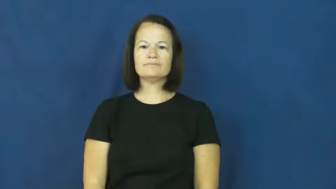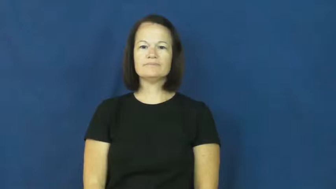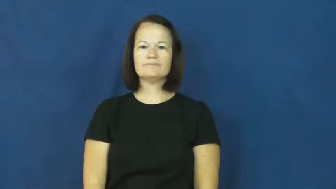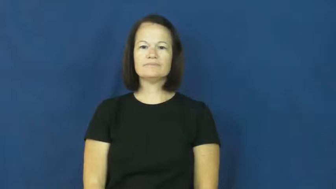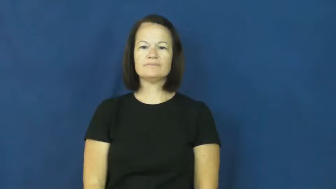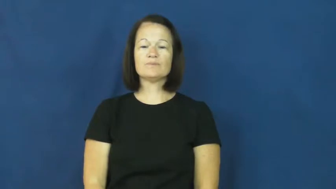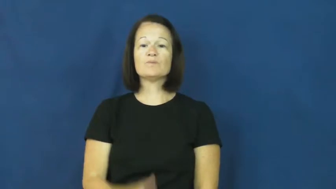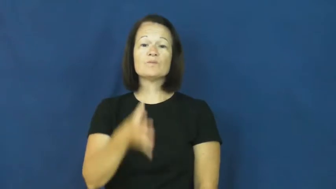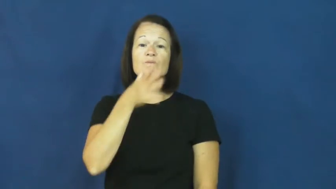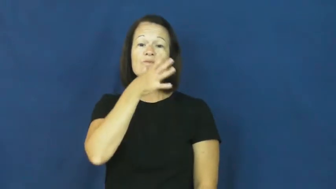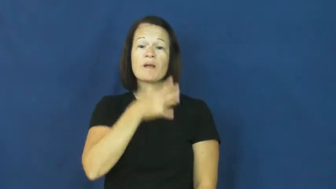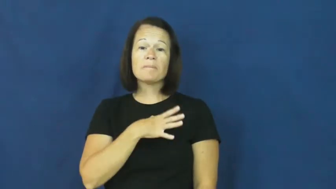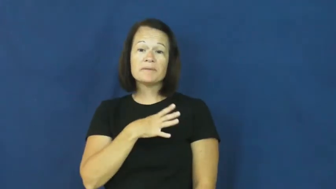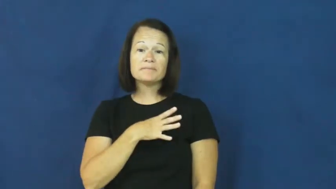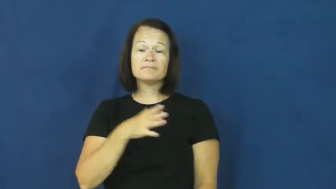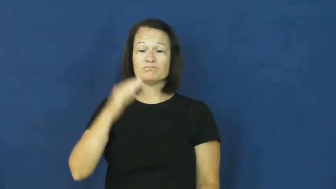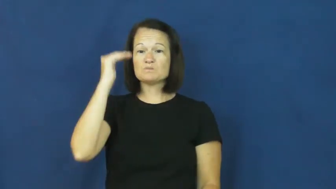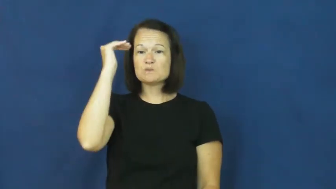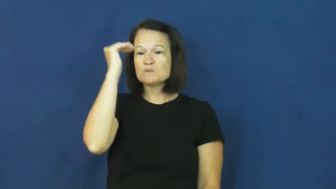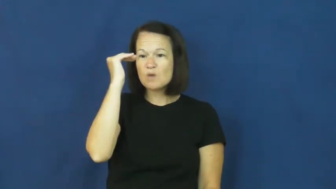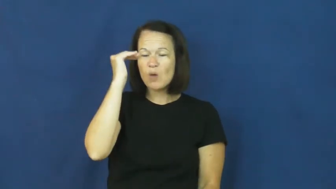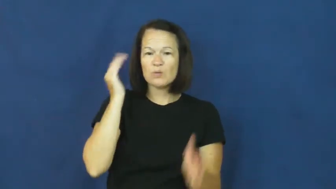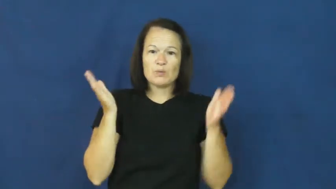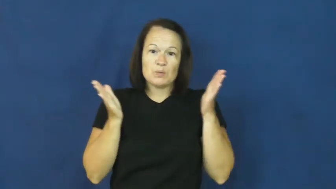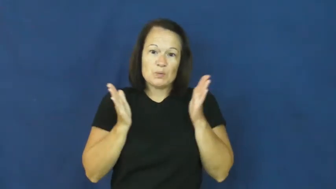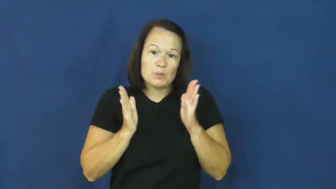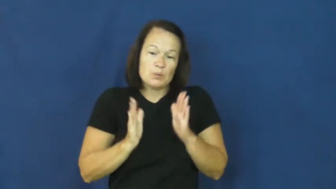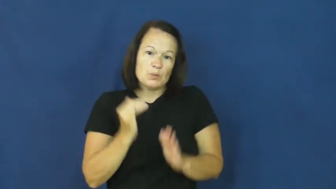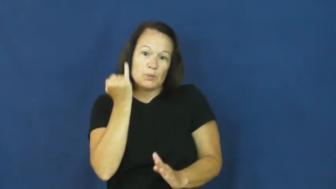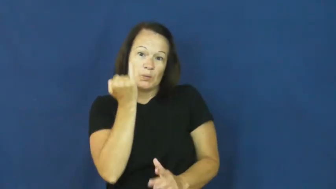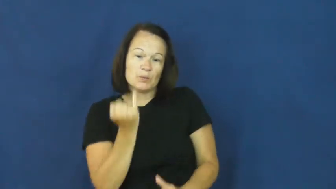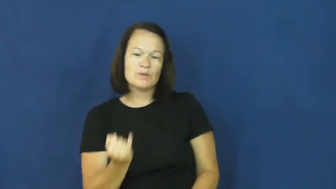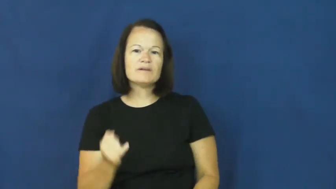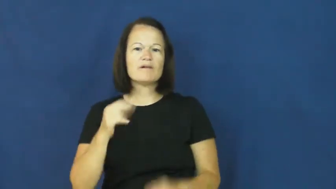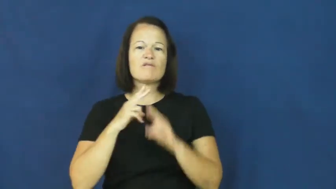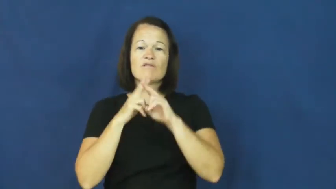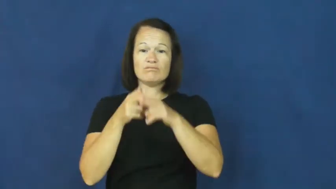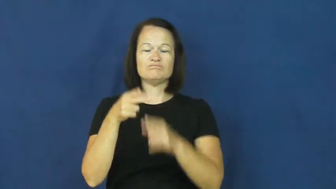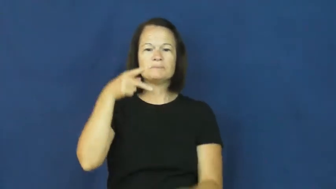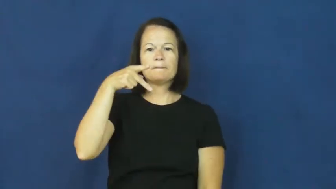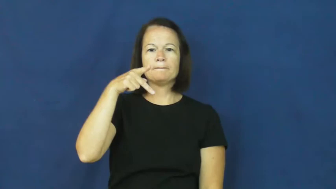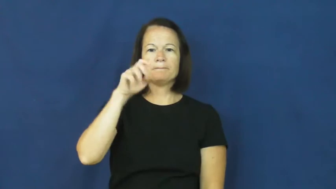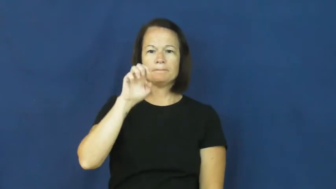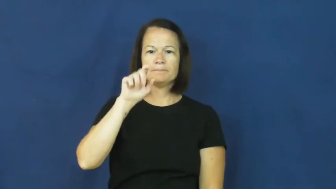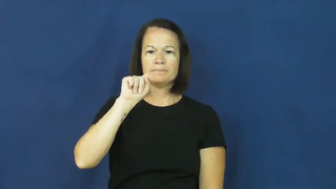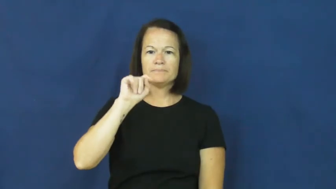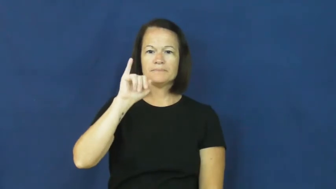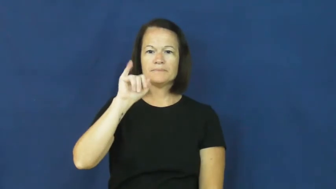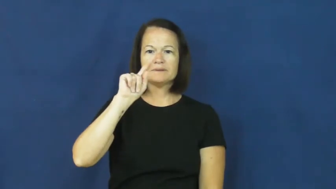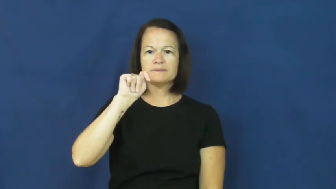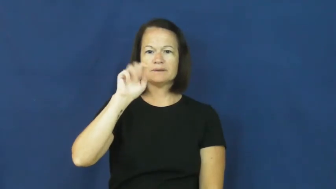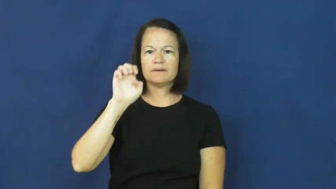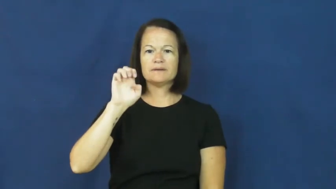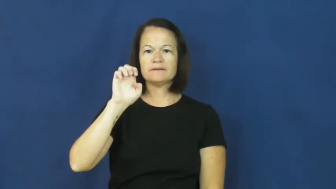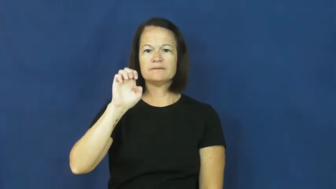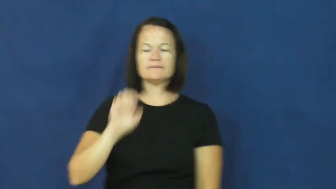petite